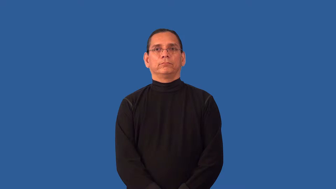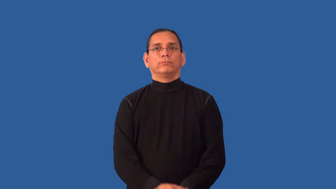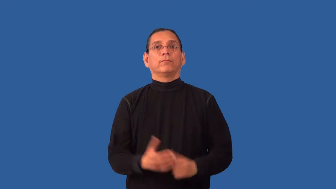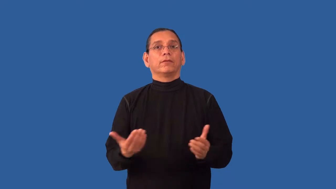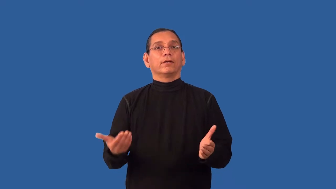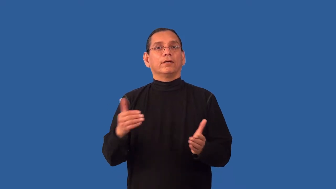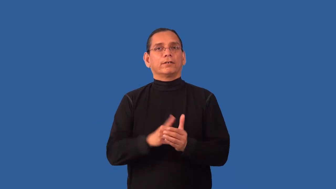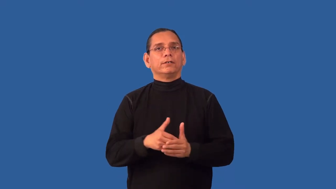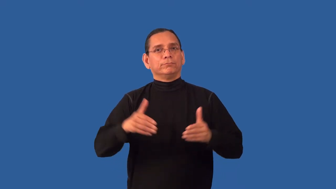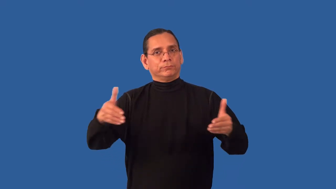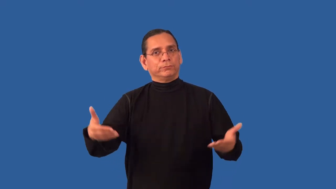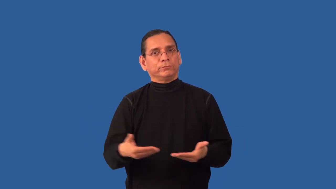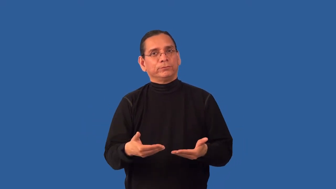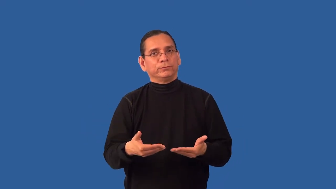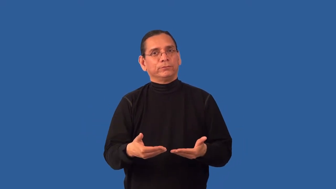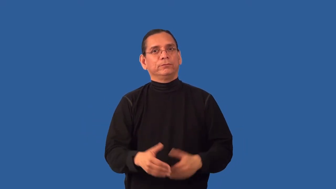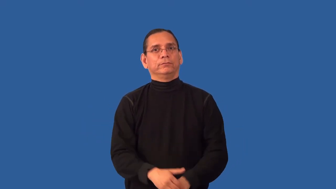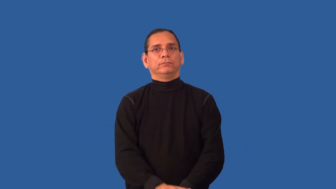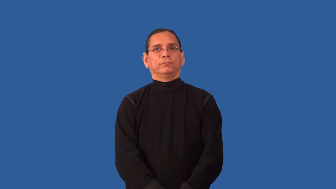reintroduce-people